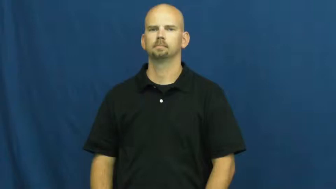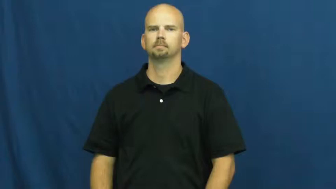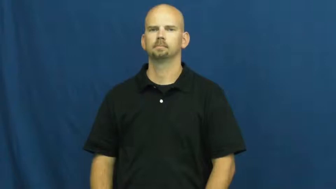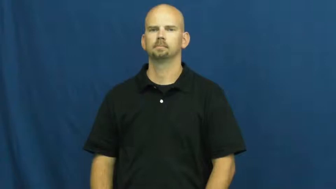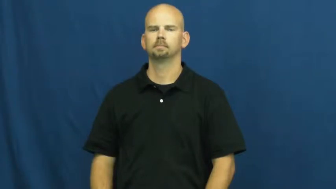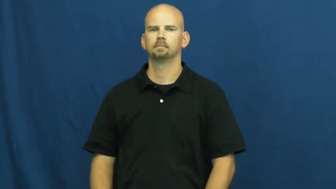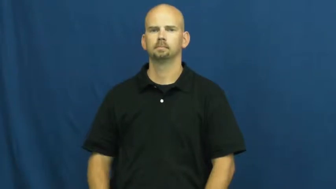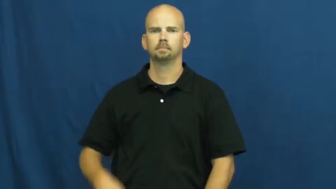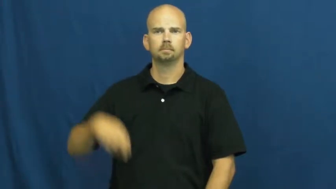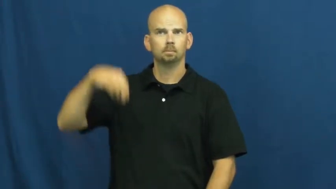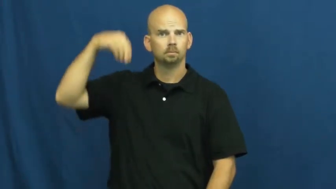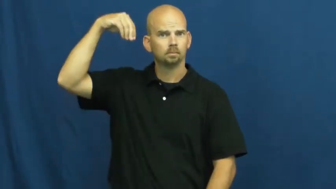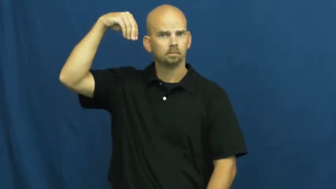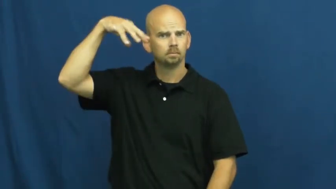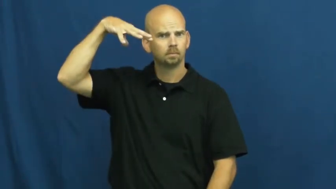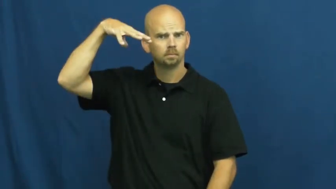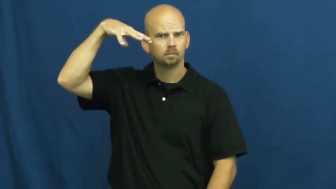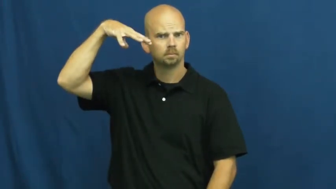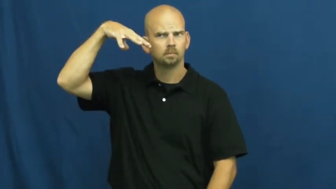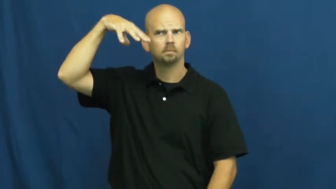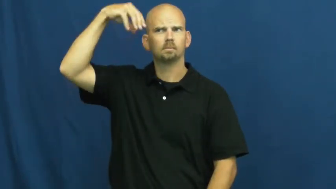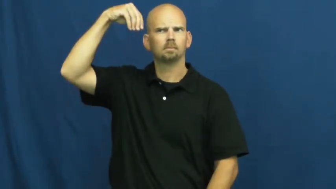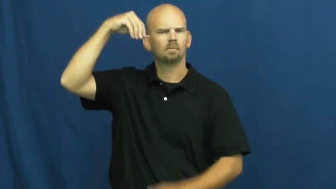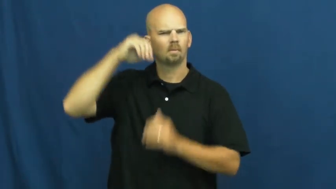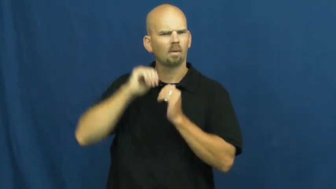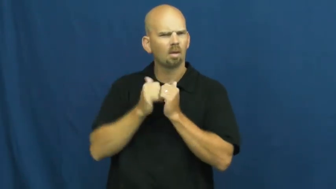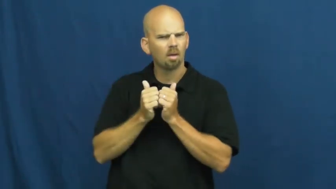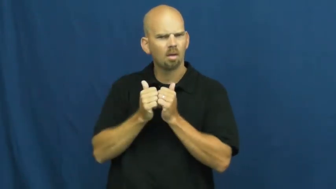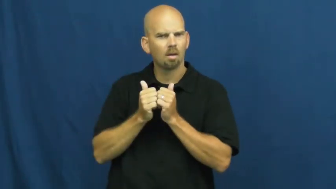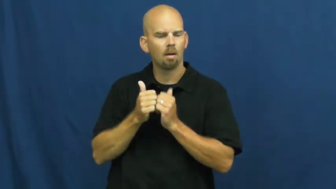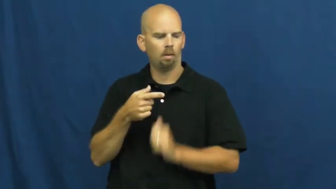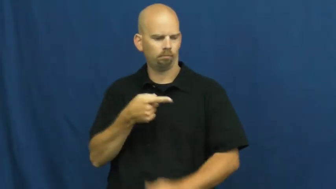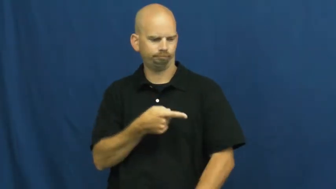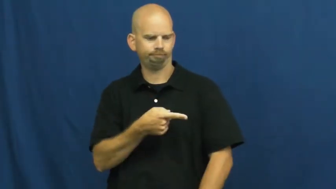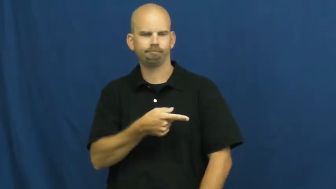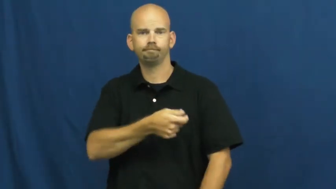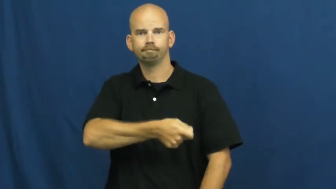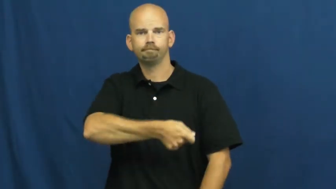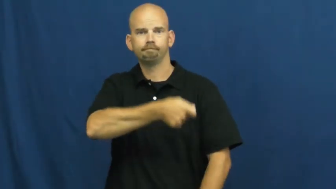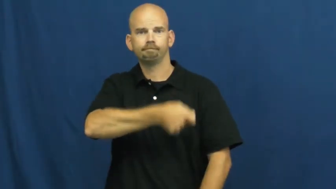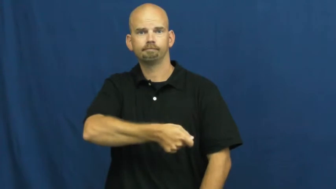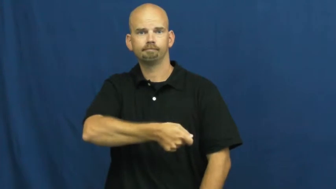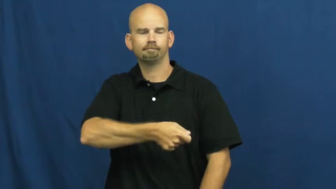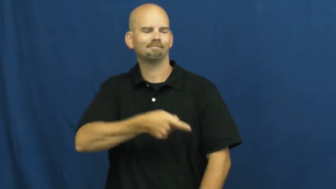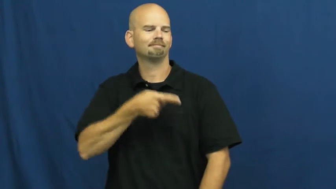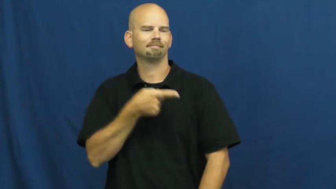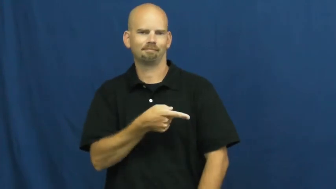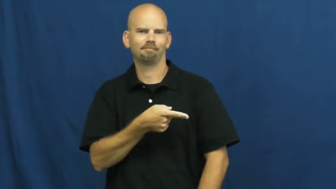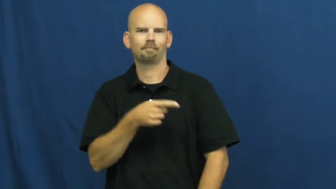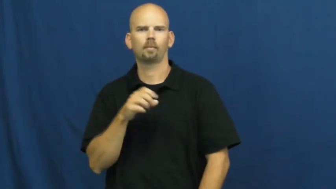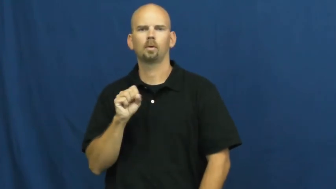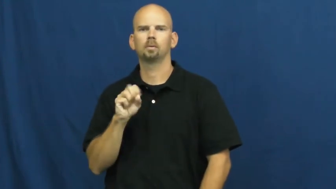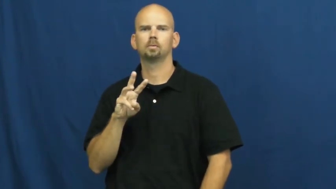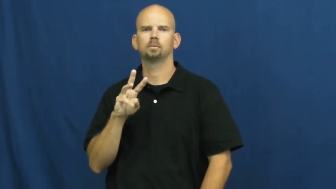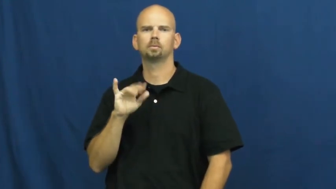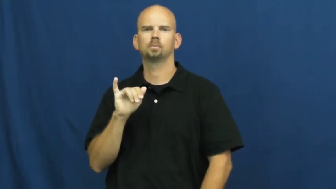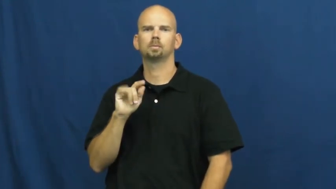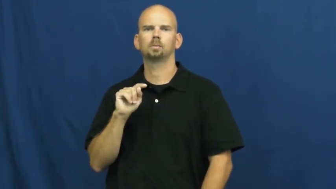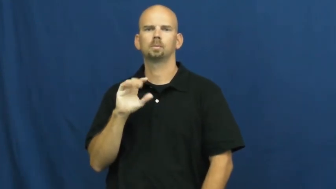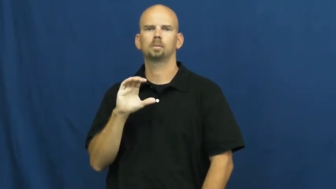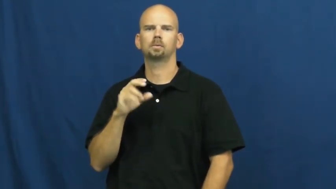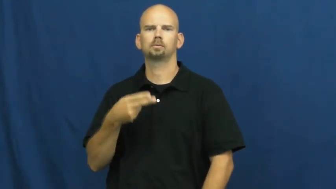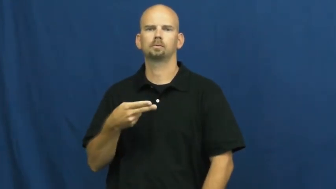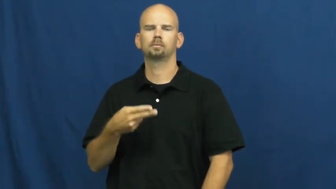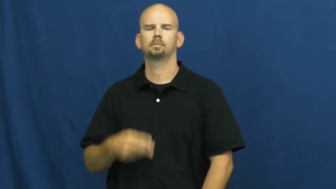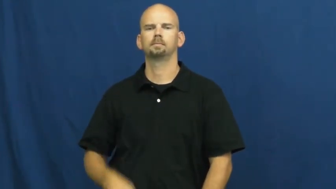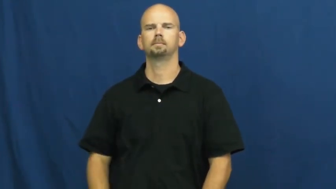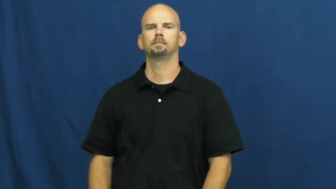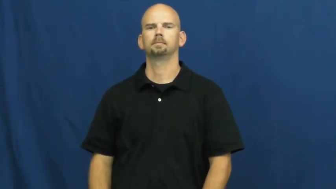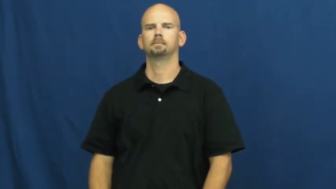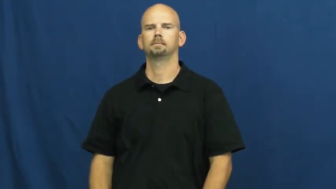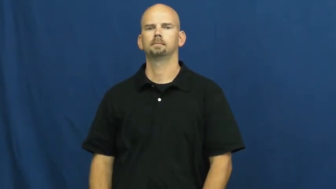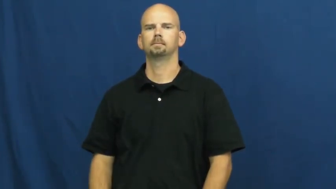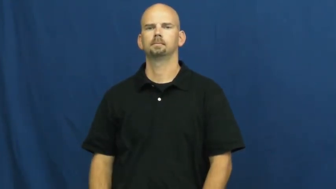switch-electric